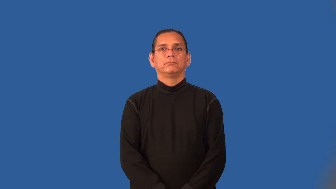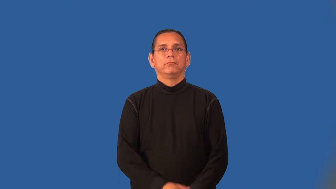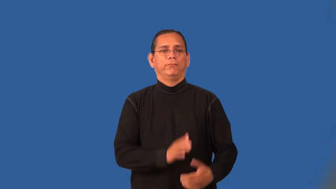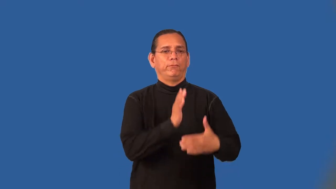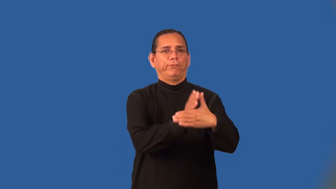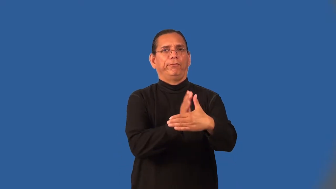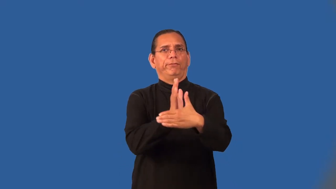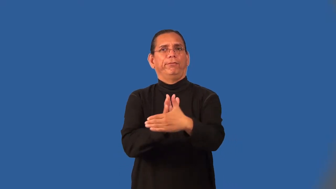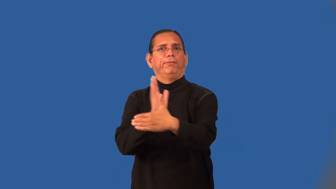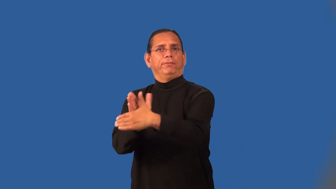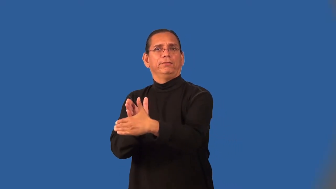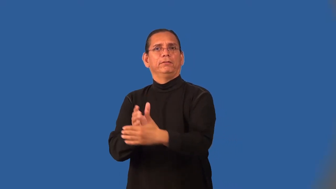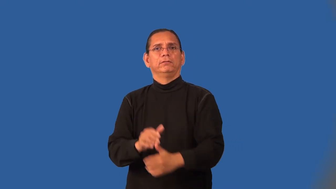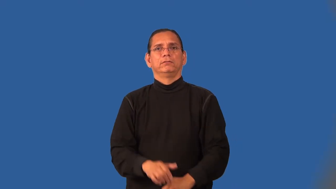obtrusive